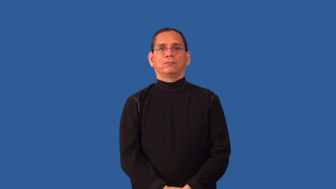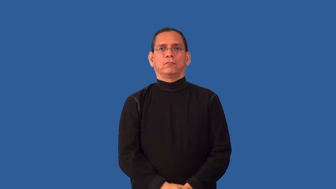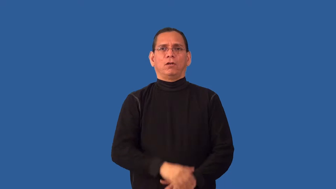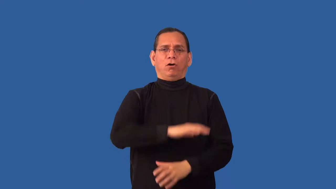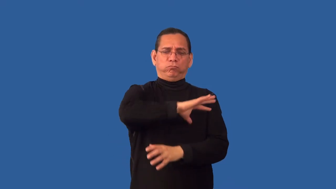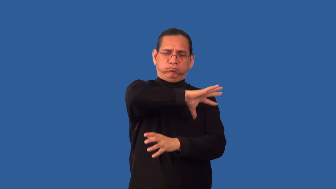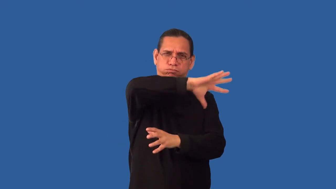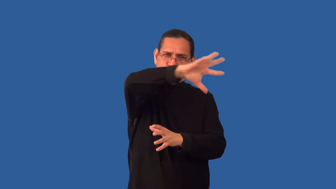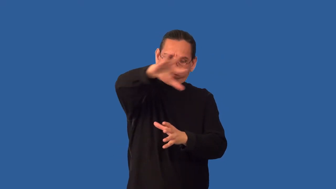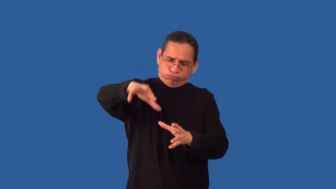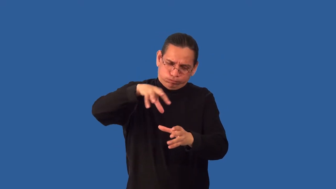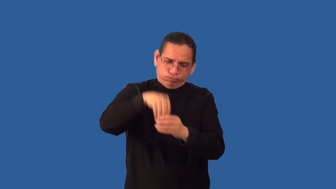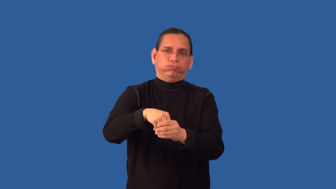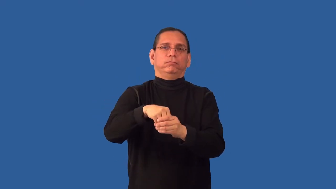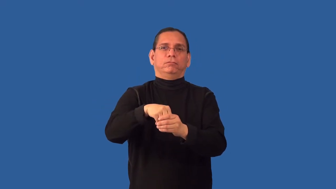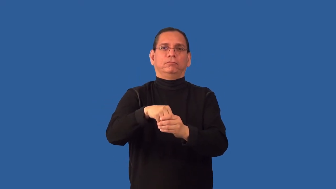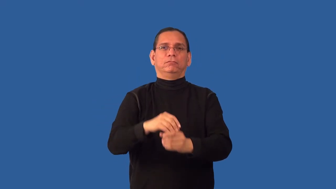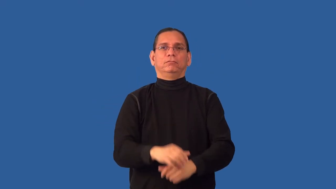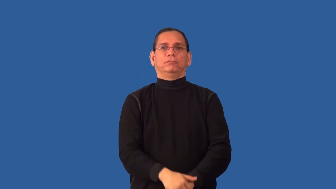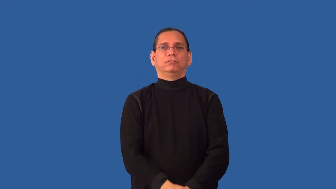overall